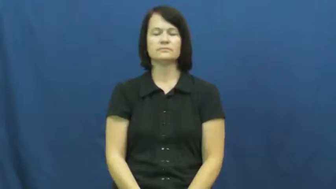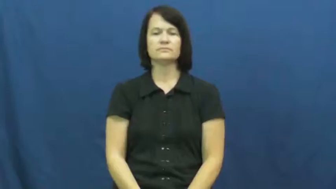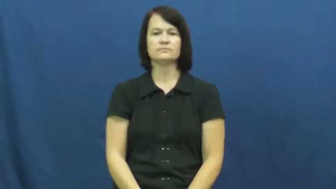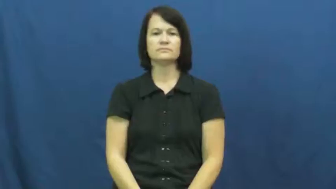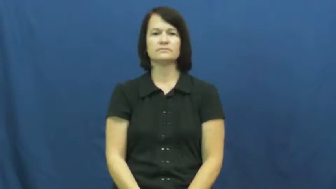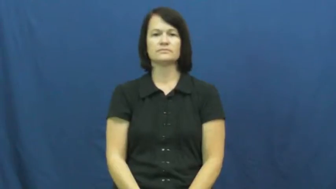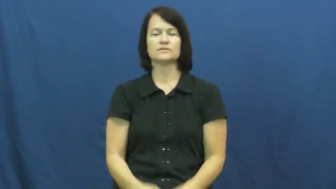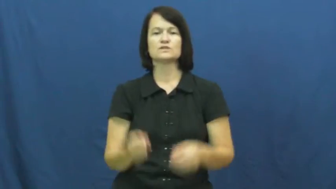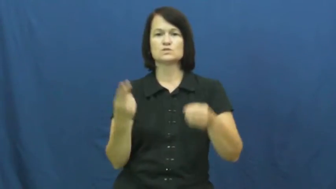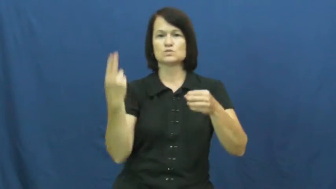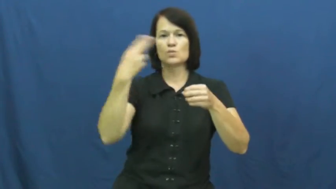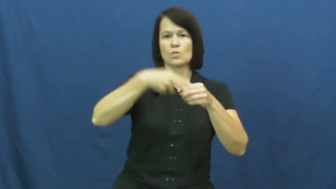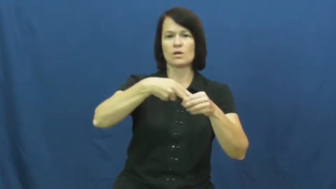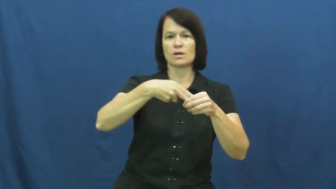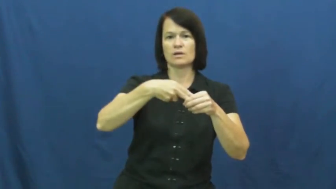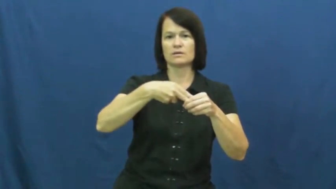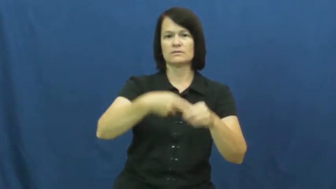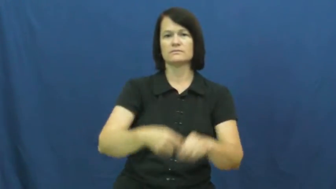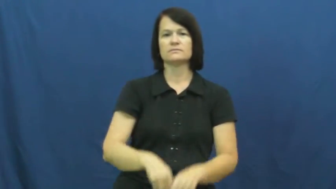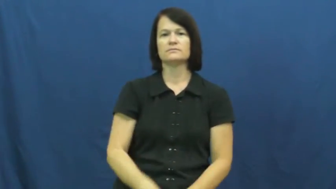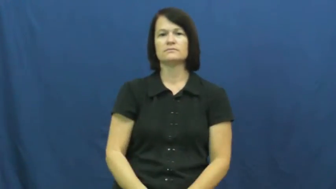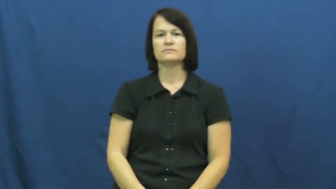enter,join up